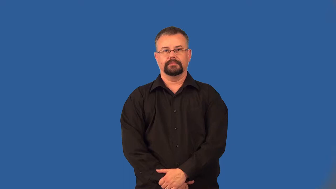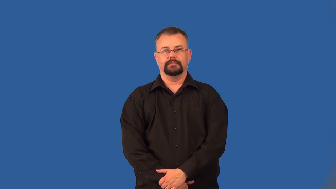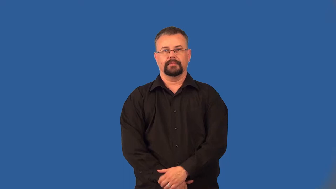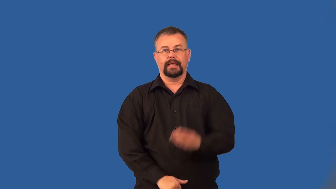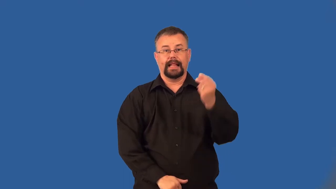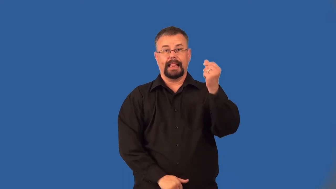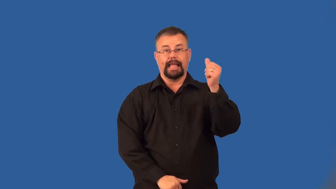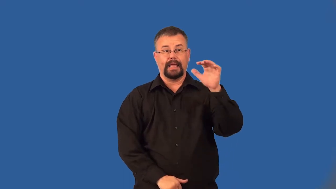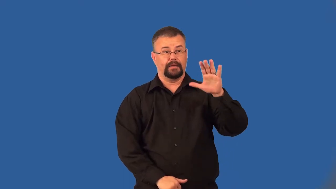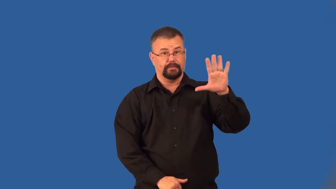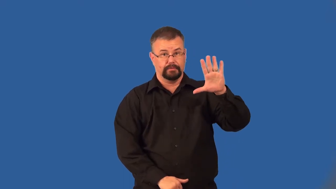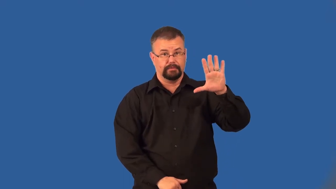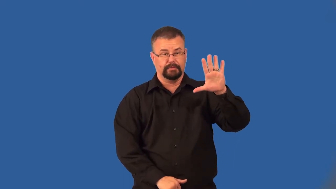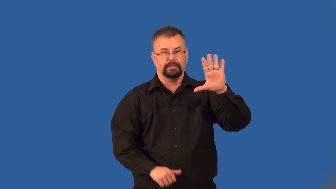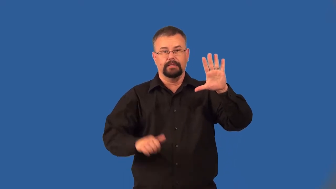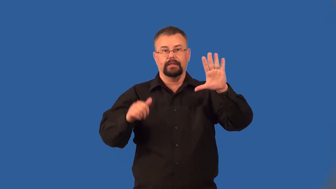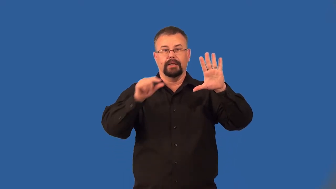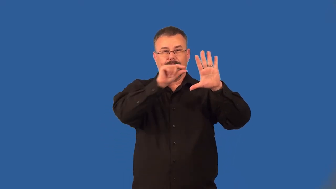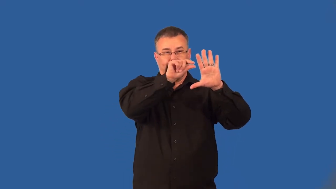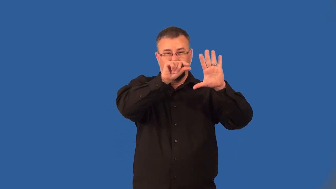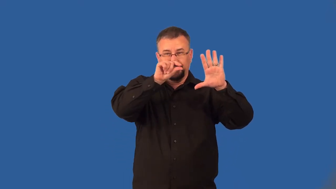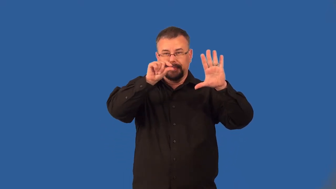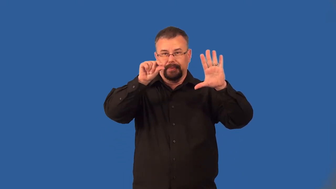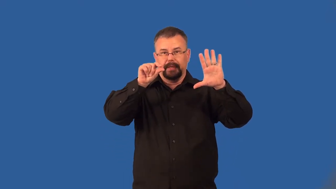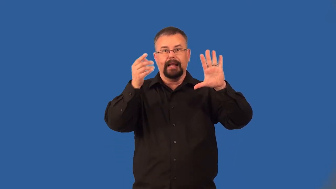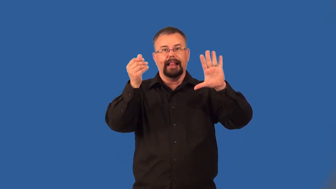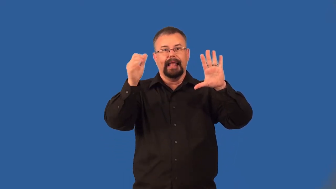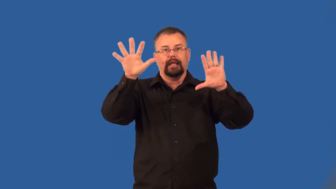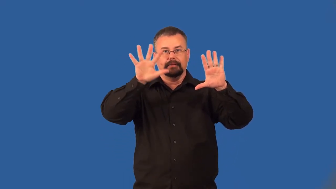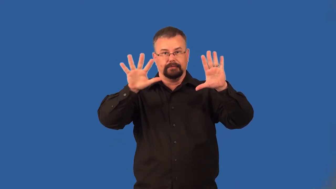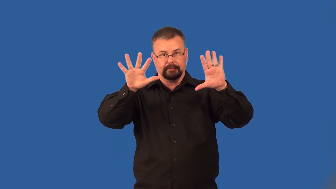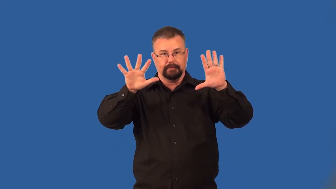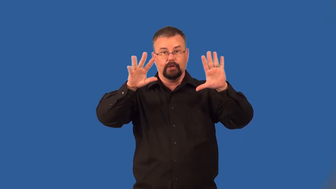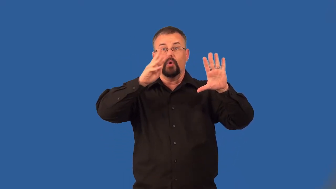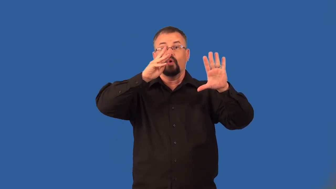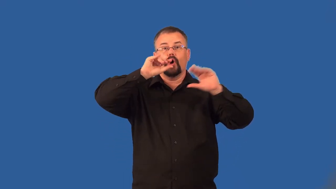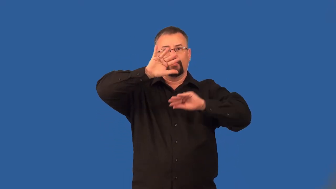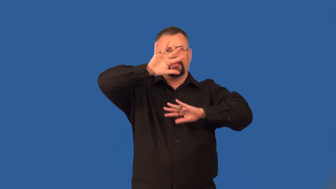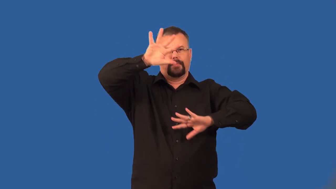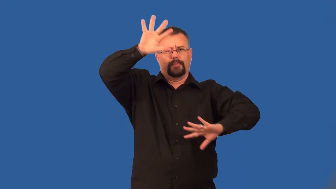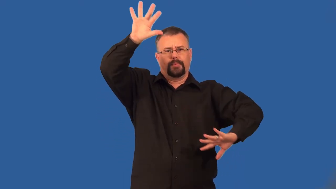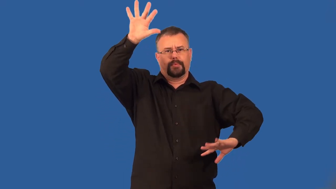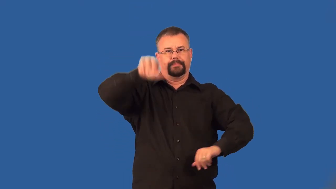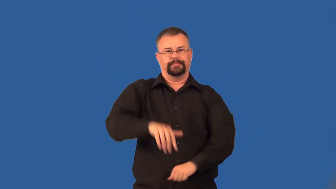isthmus